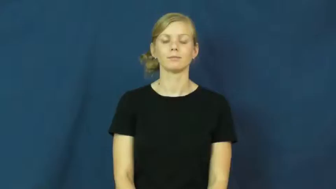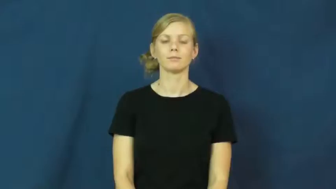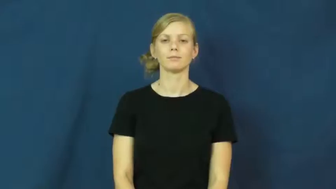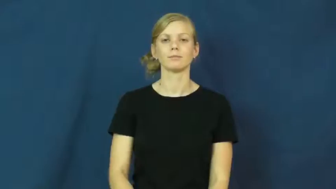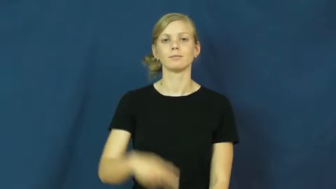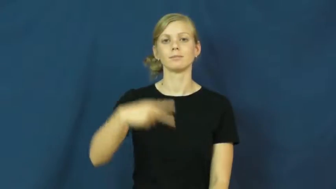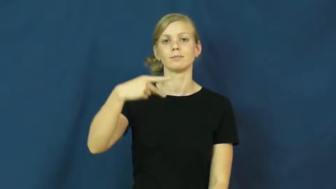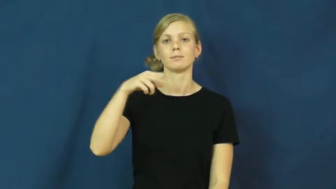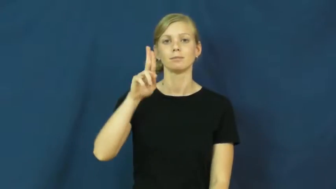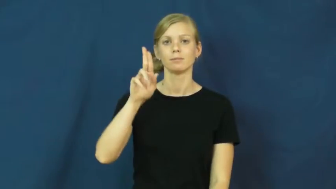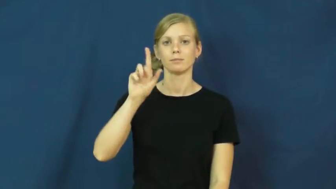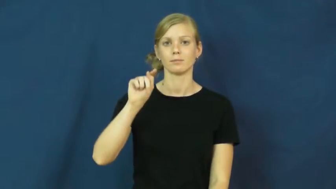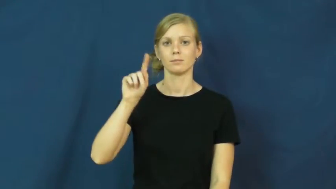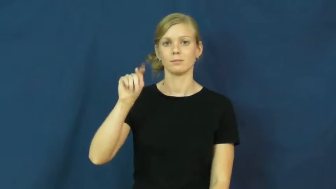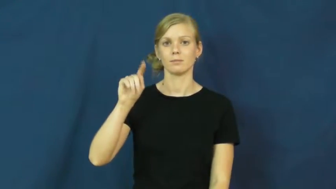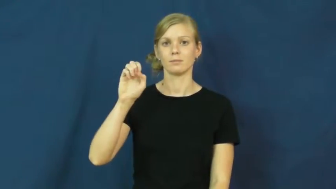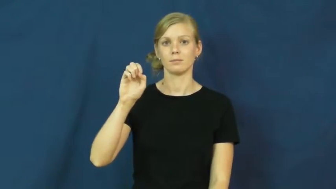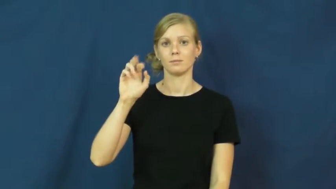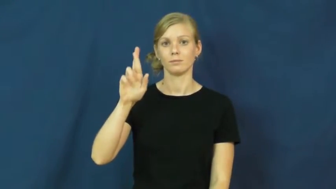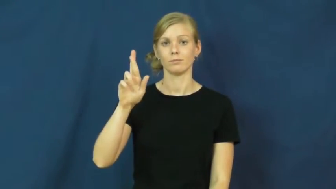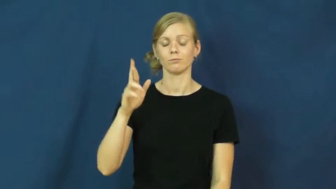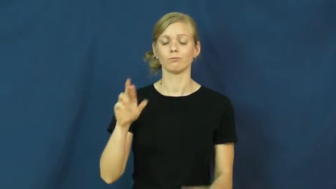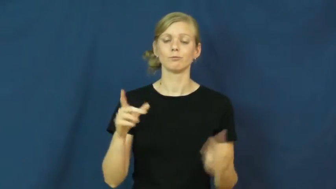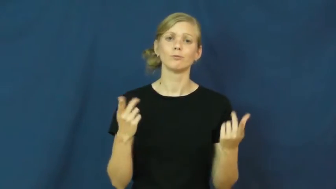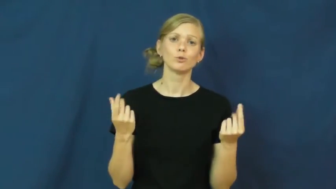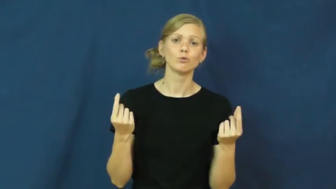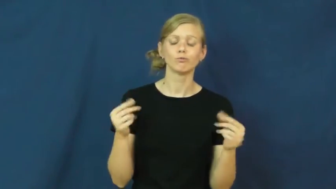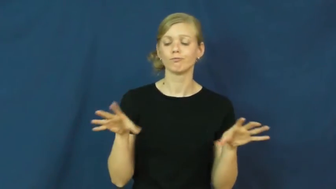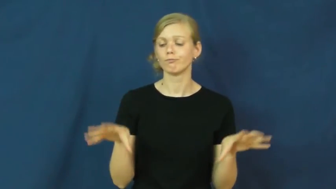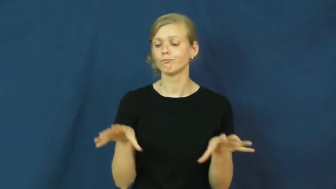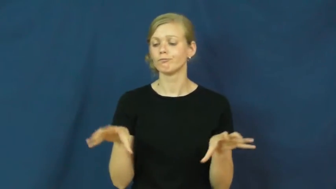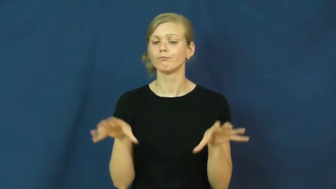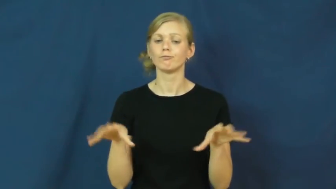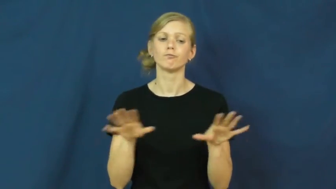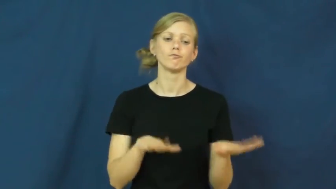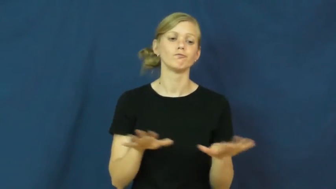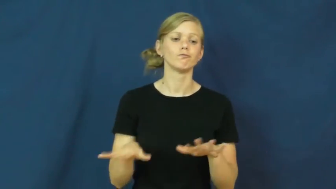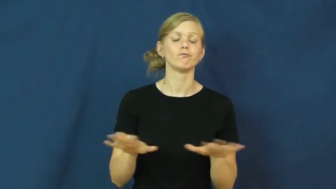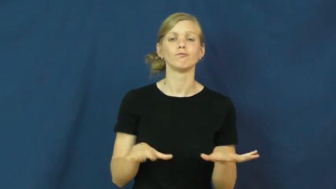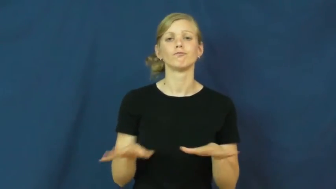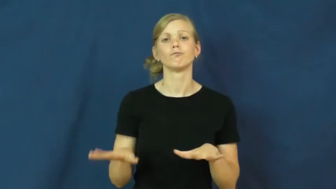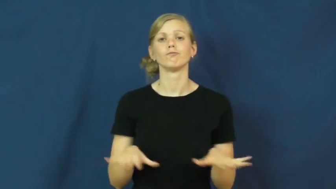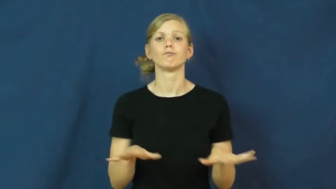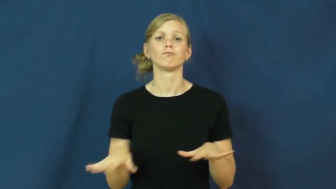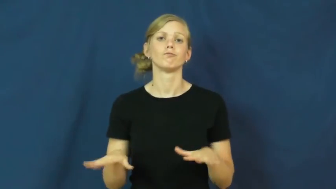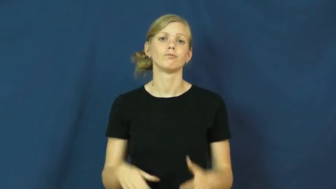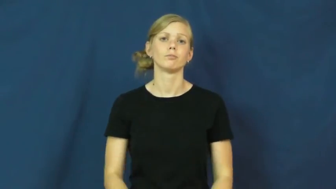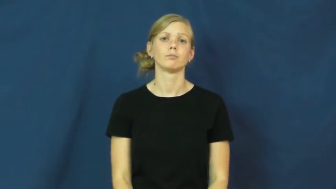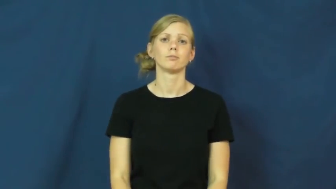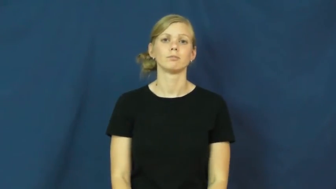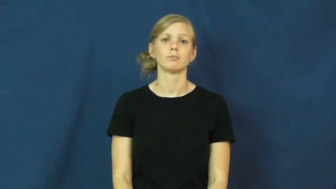putter-do